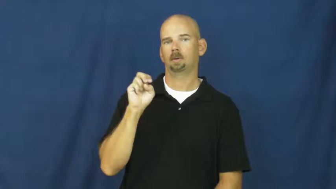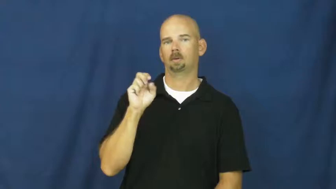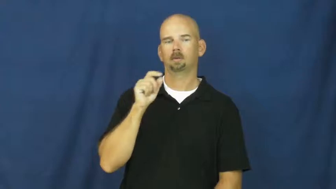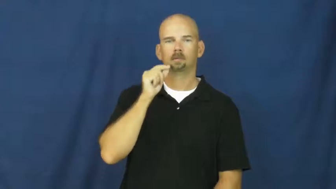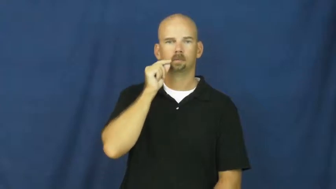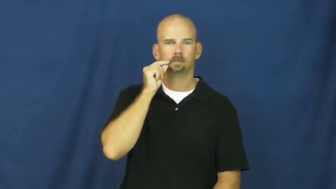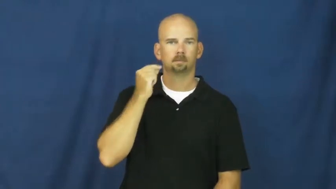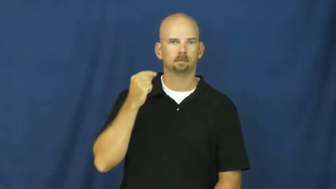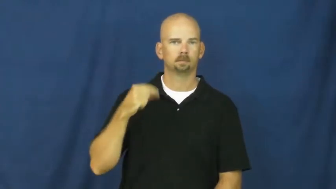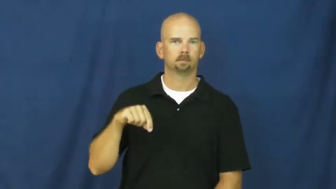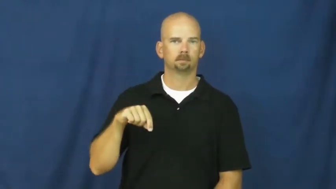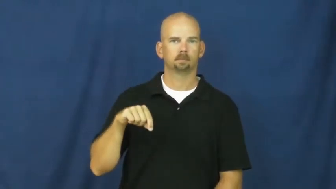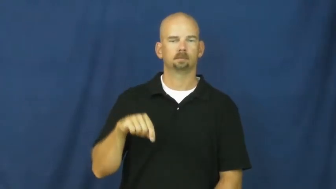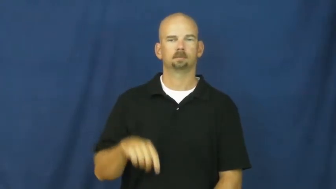ukraine